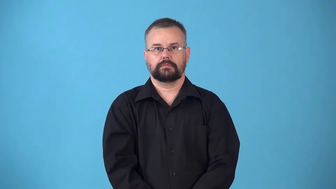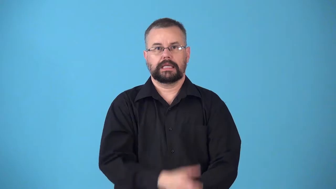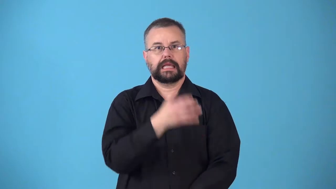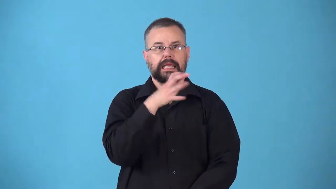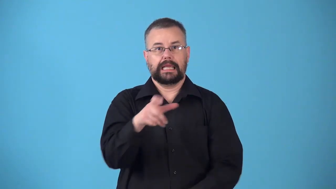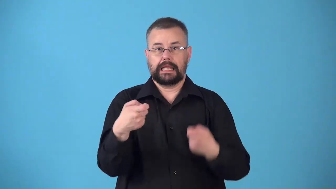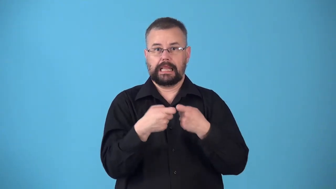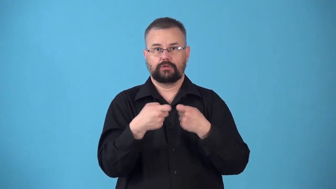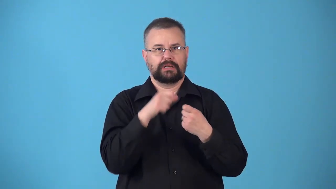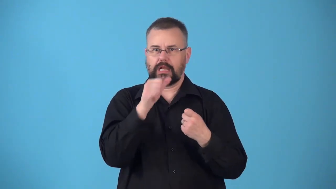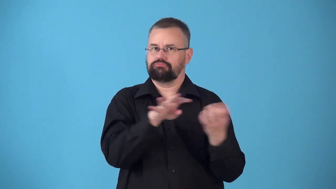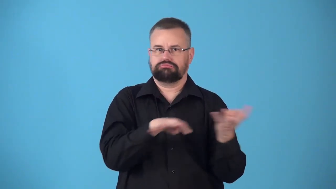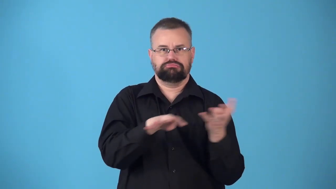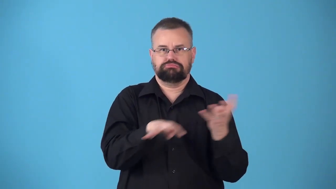nonconductor